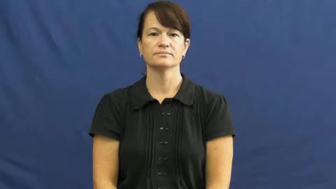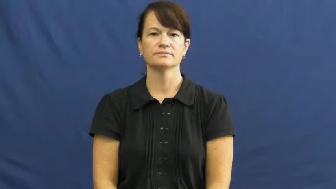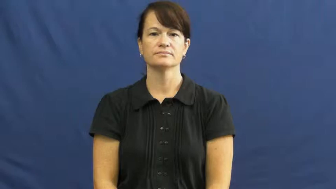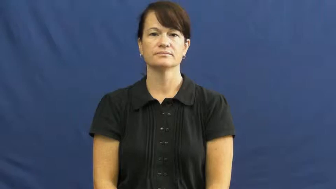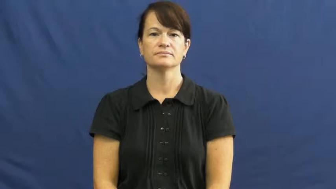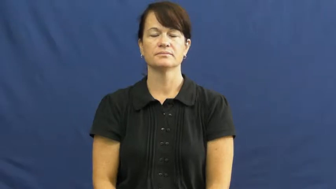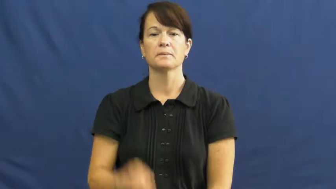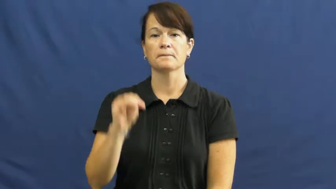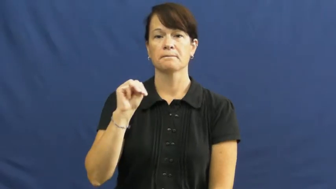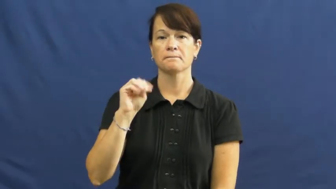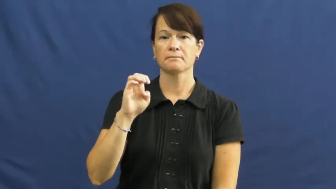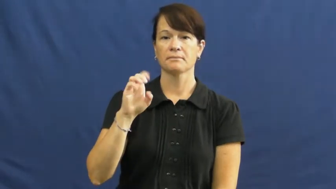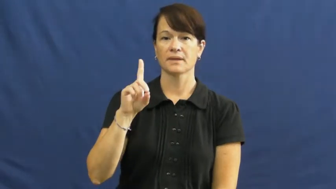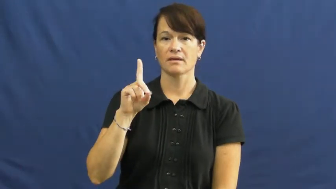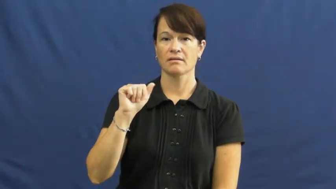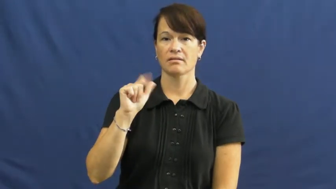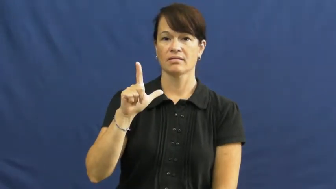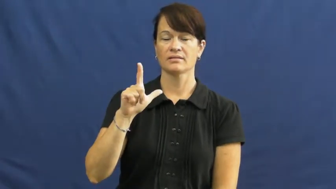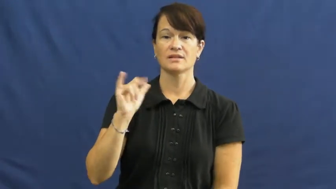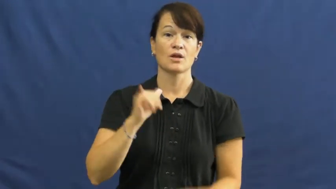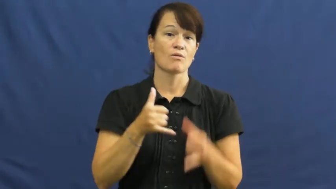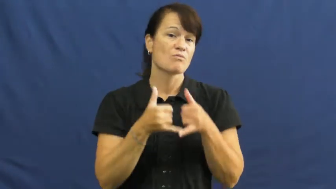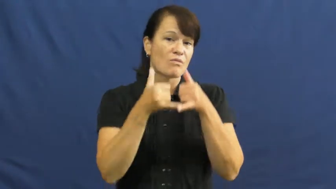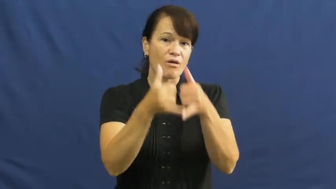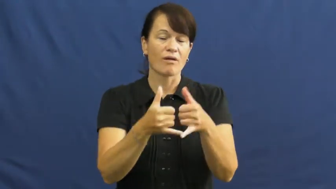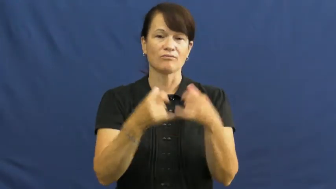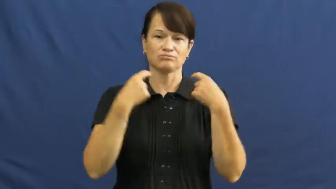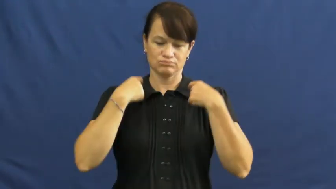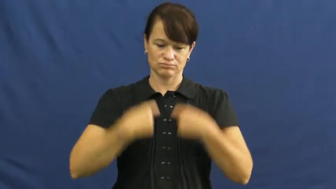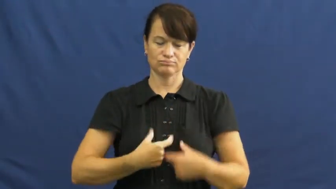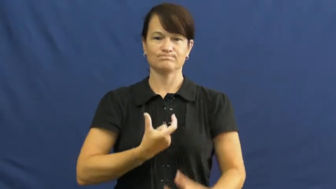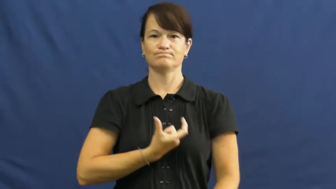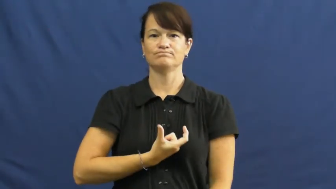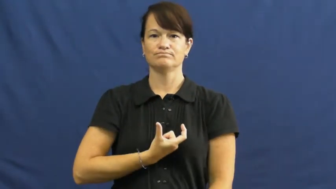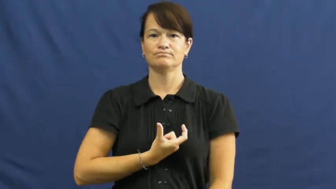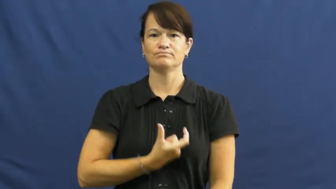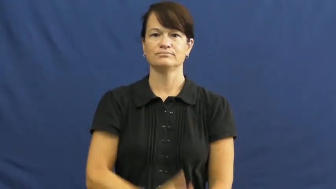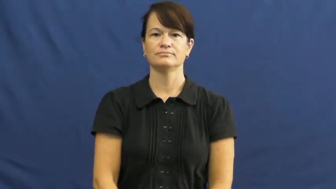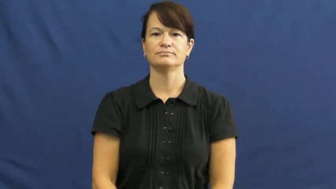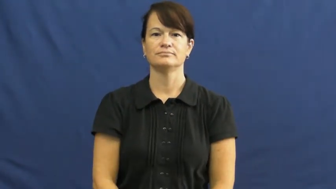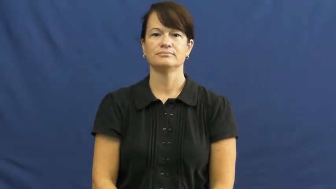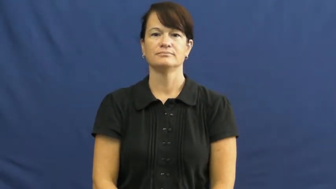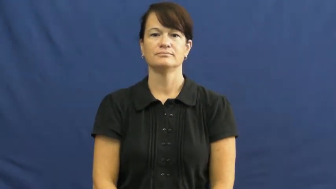medal,medallion